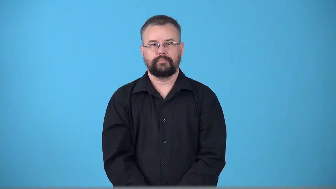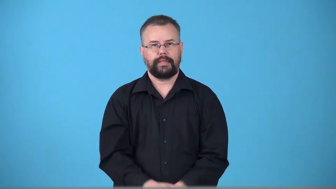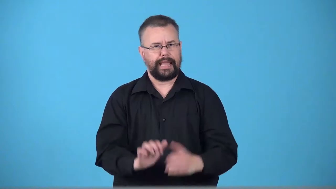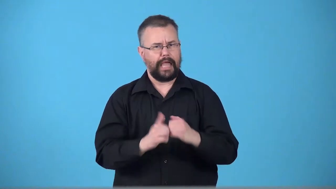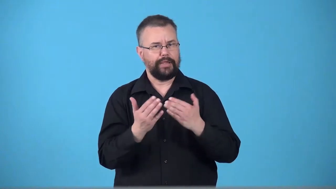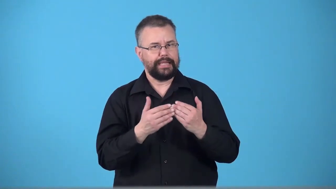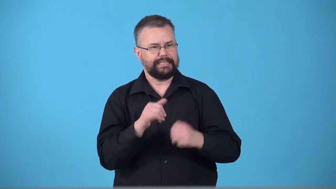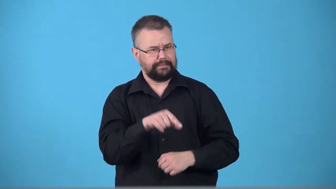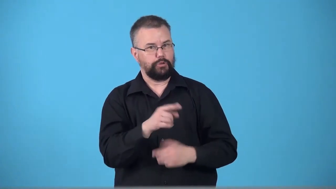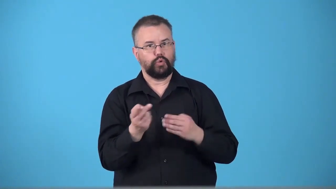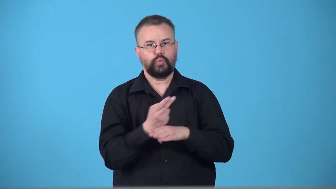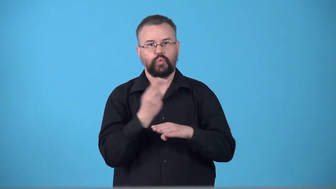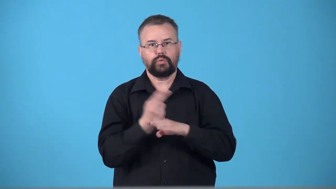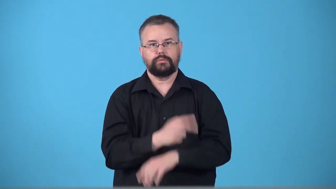usability-how easy it is to use